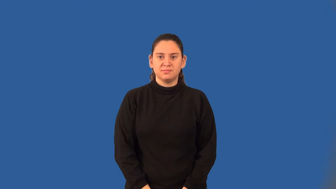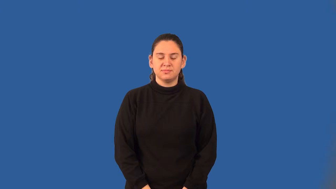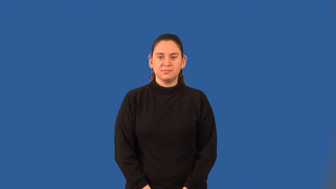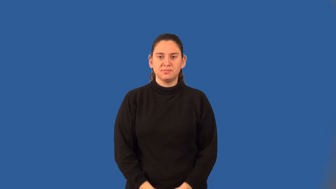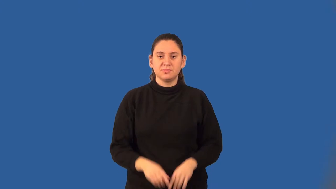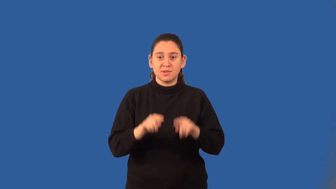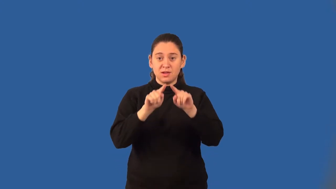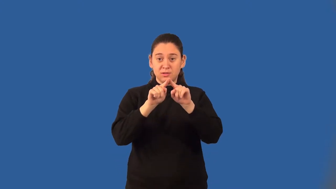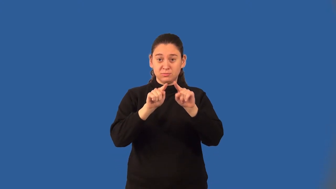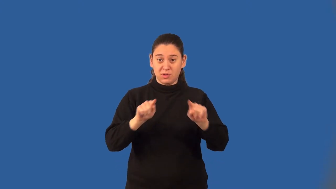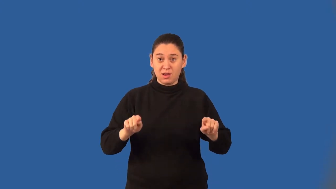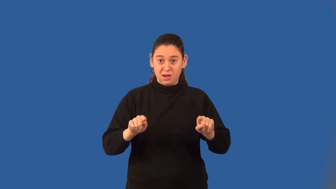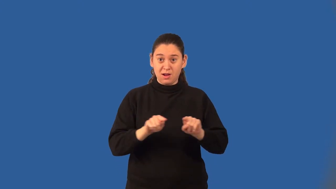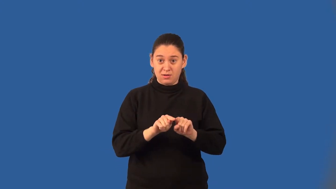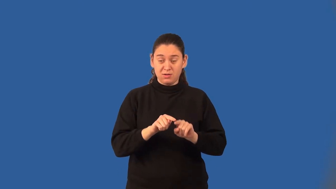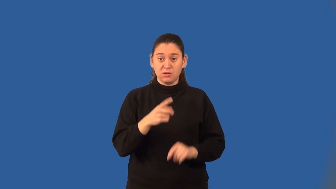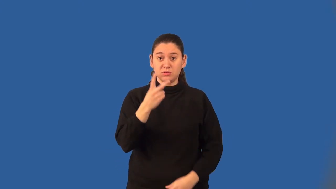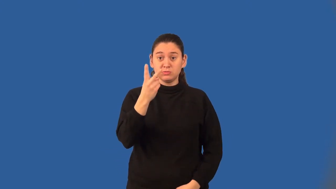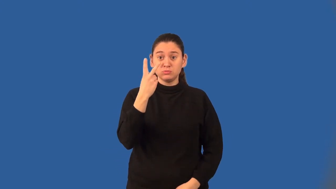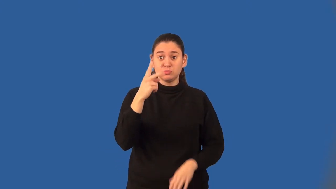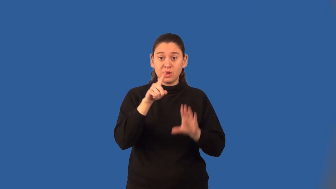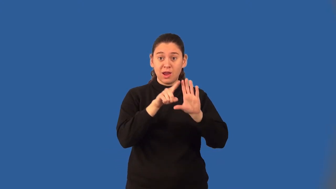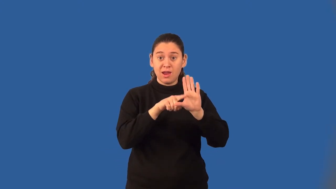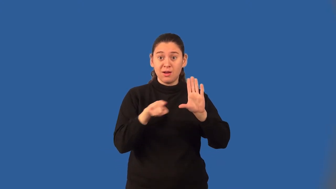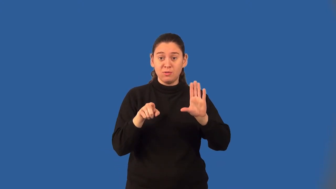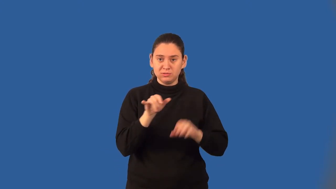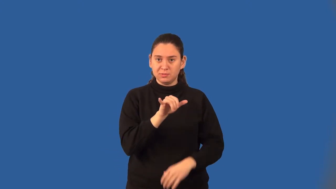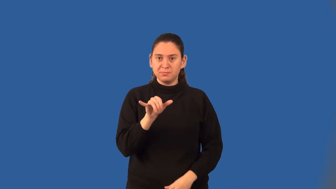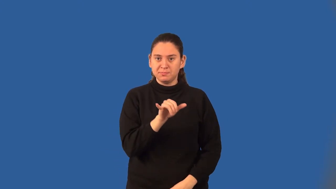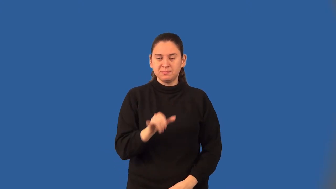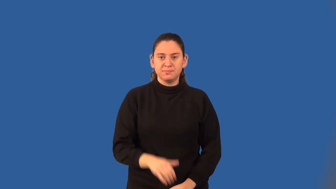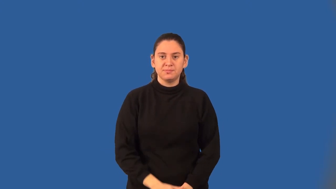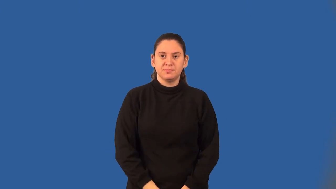base angles of an isoceles triangle